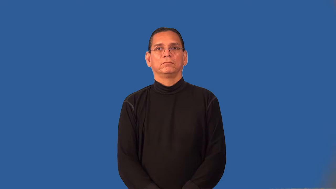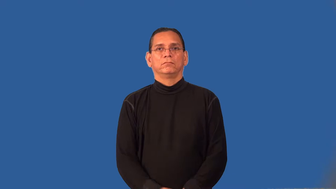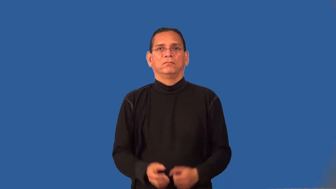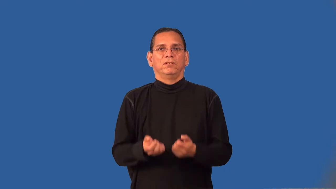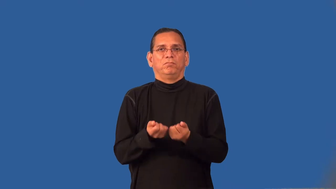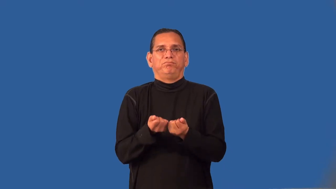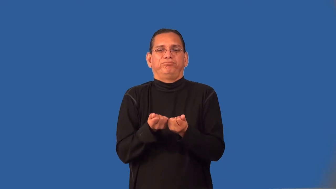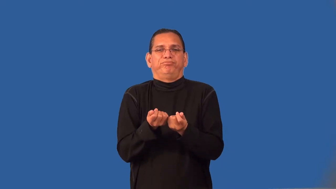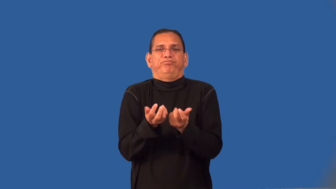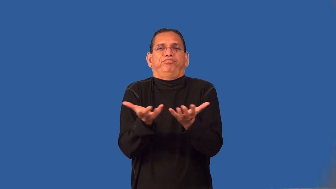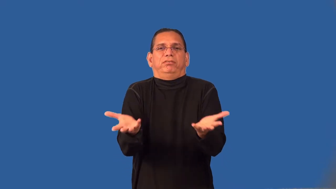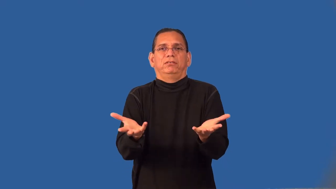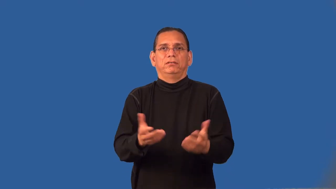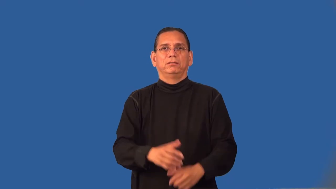ratty